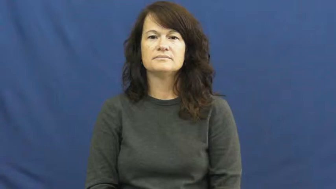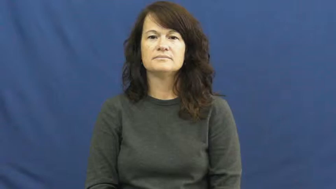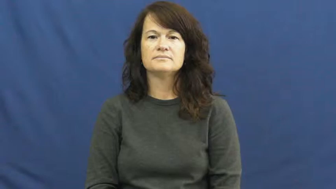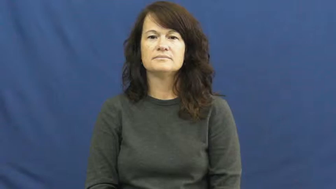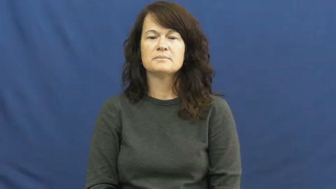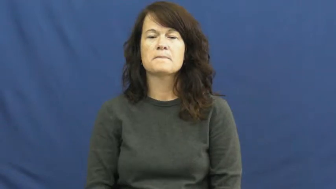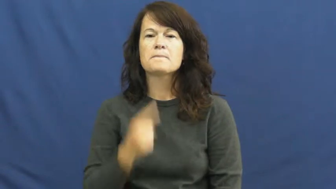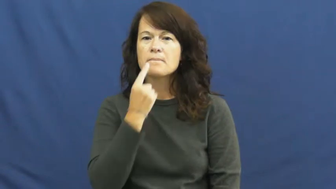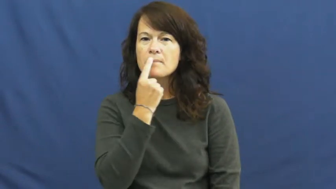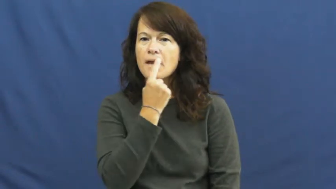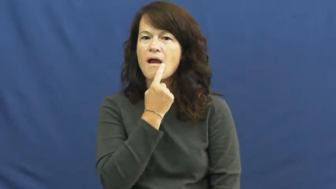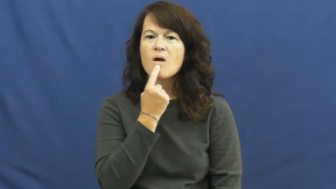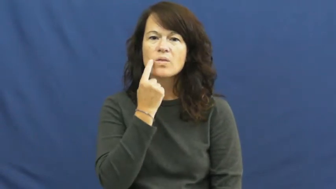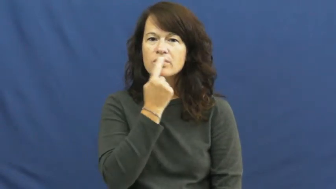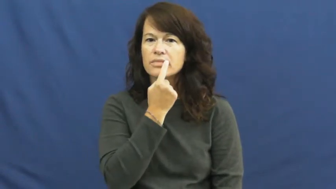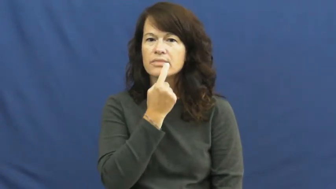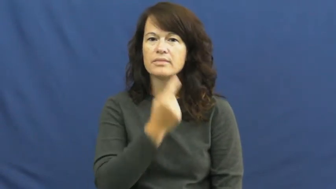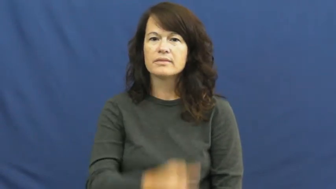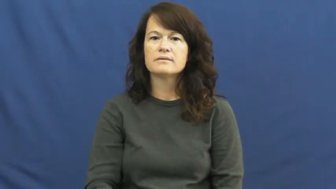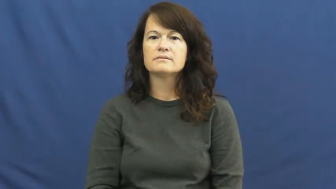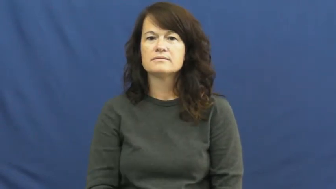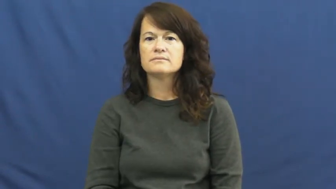mouth,yap,pie hole,gob,maw